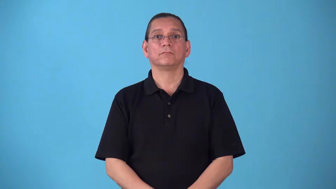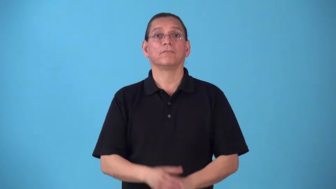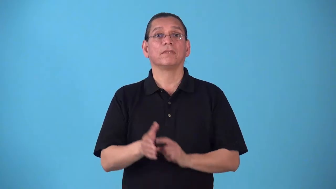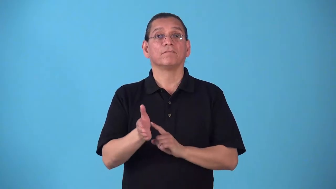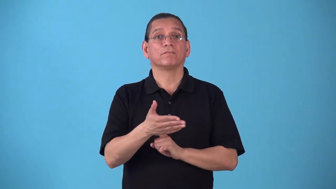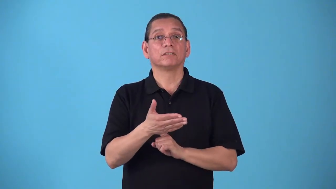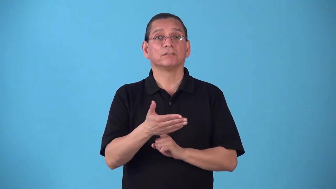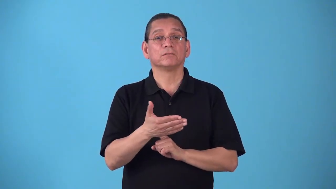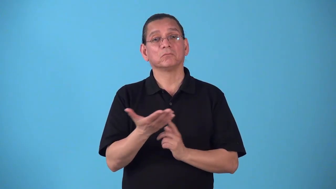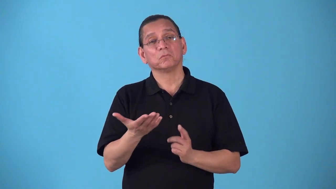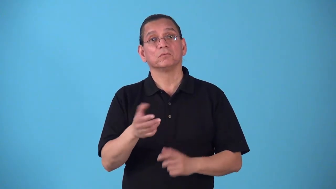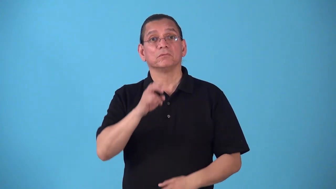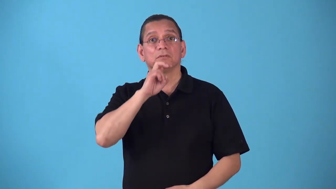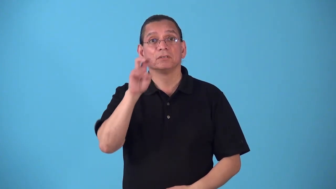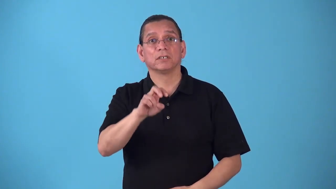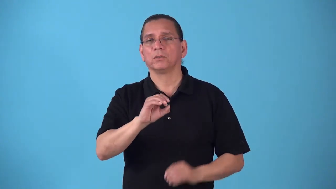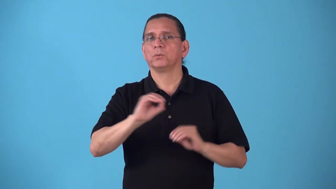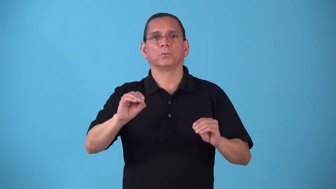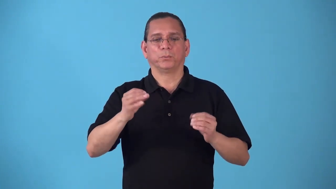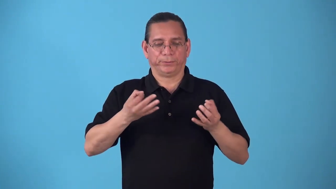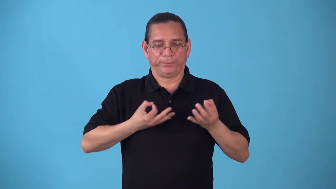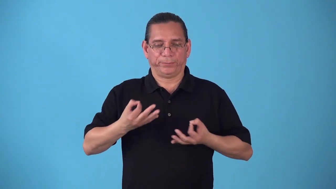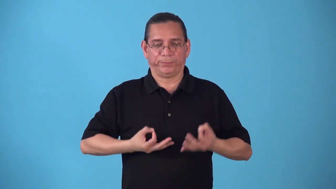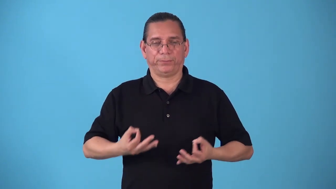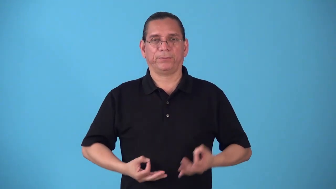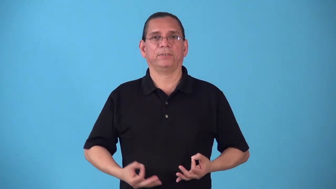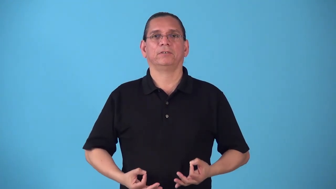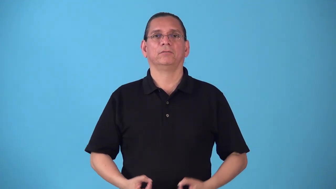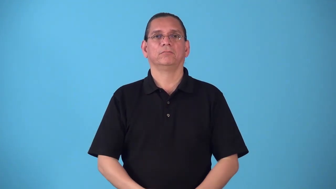scaleless-fish or snake